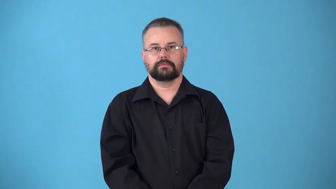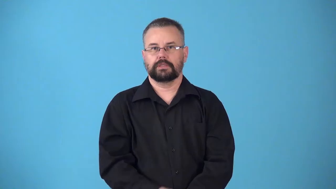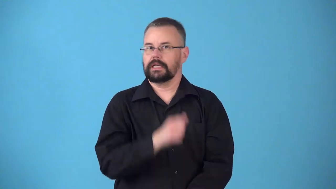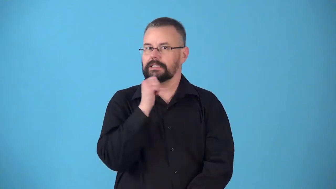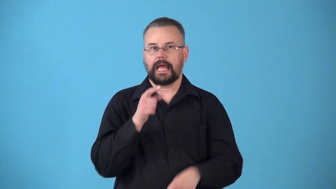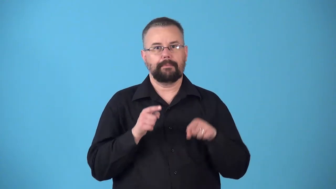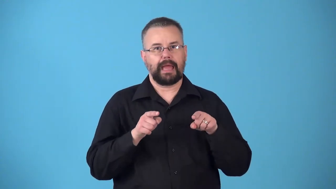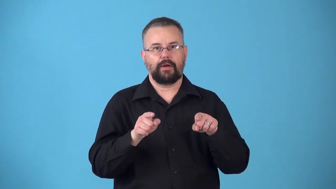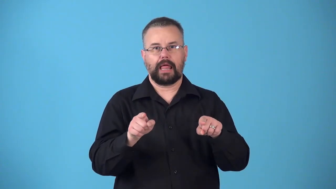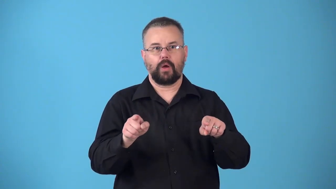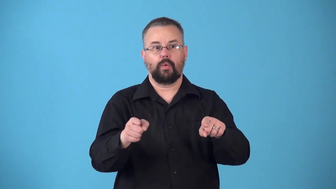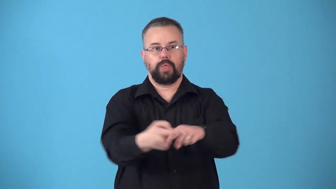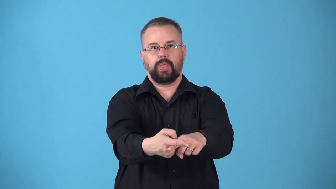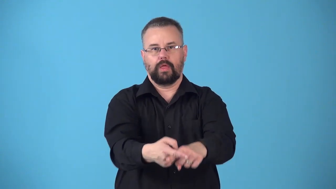nonparallel